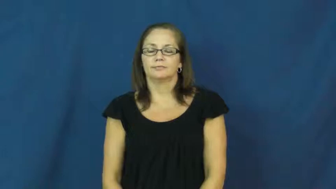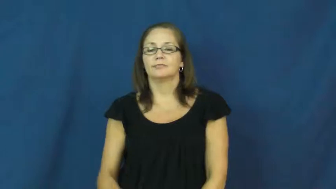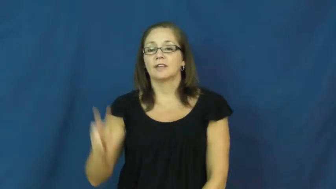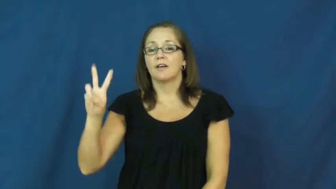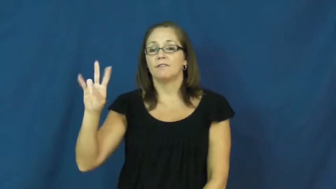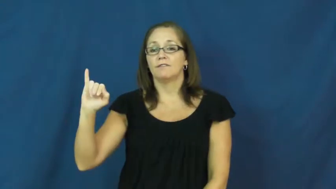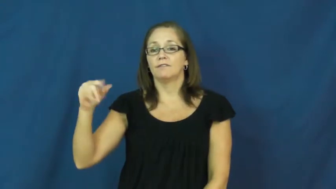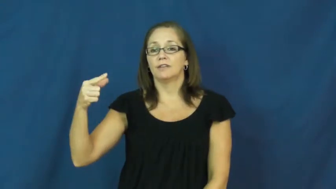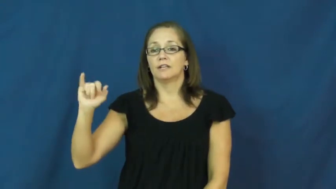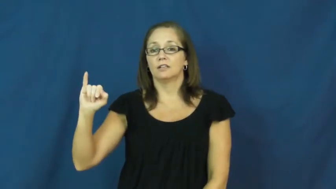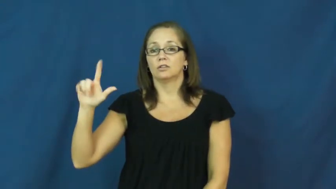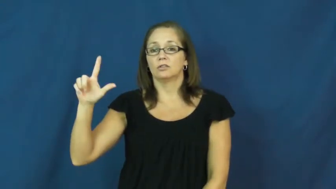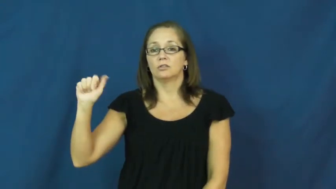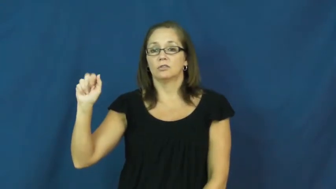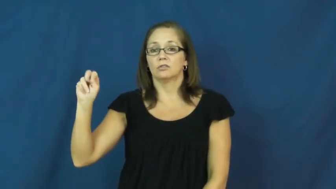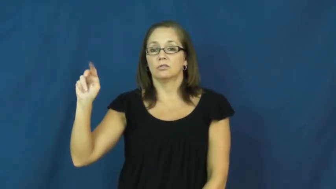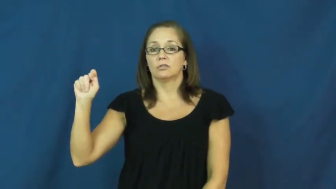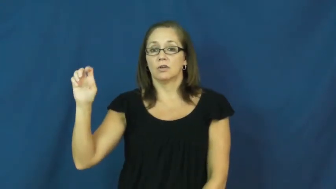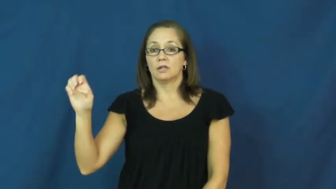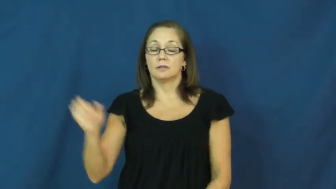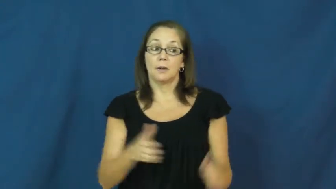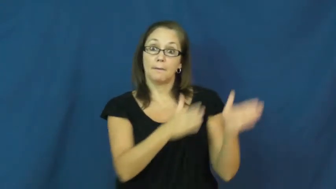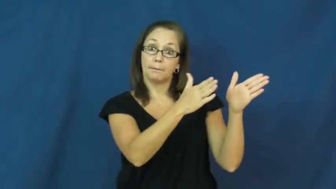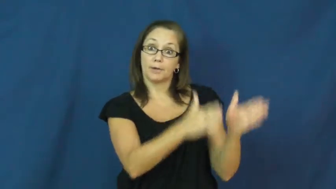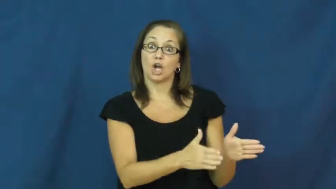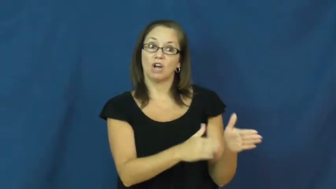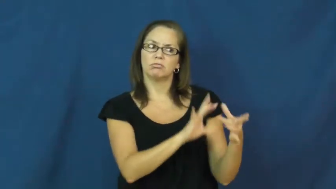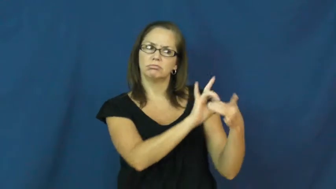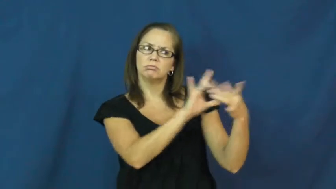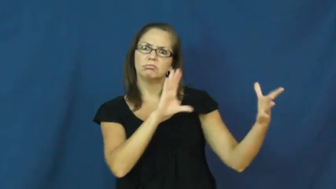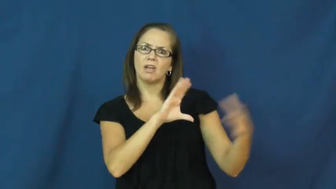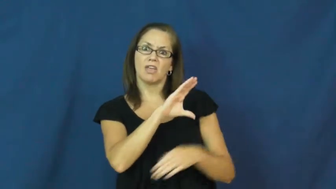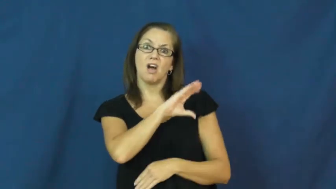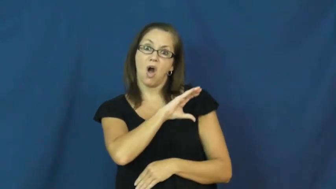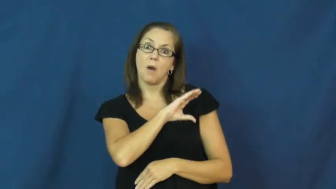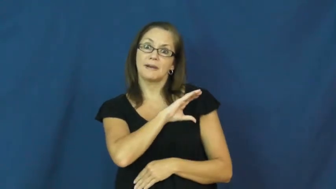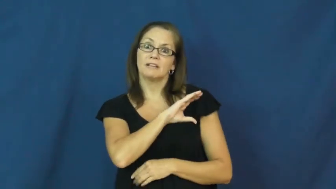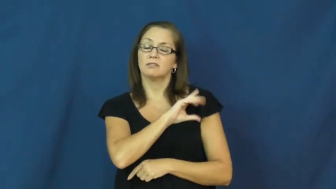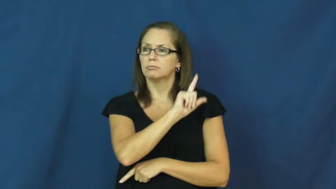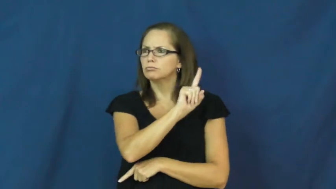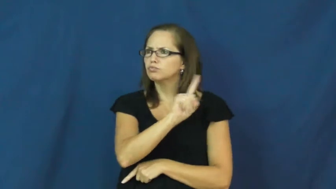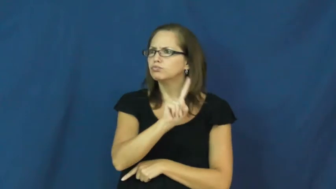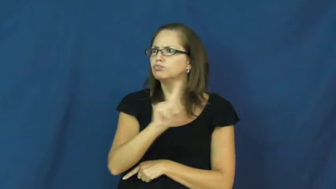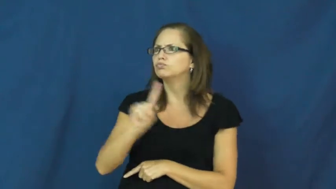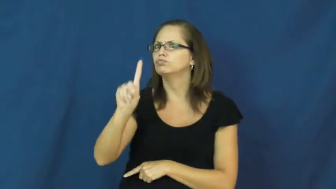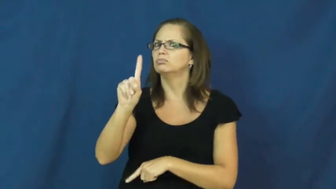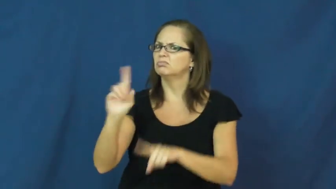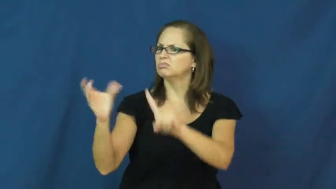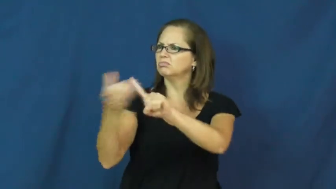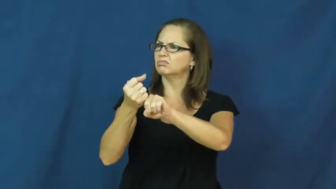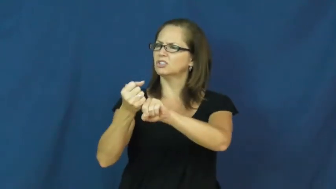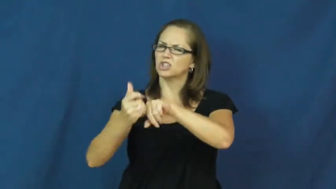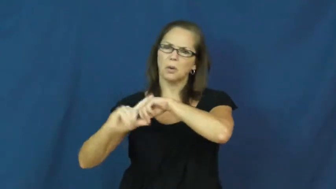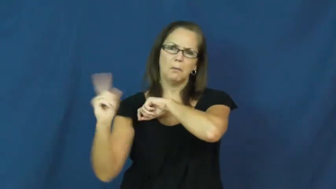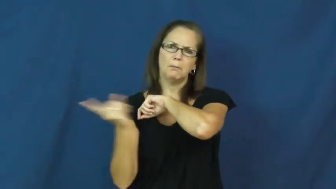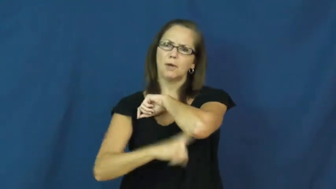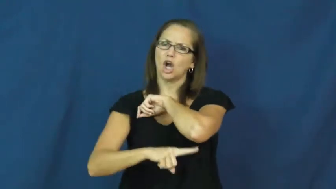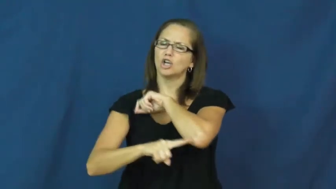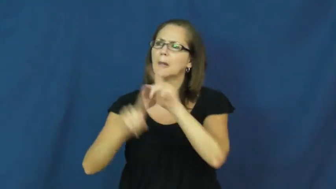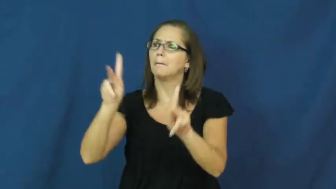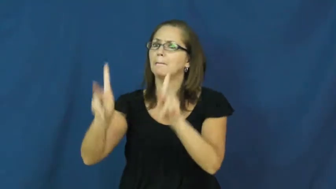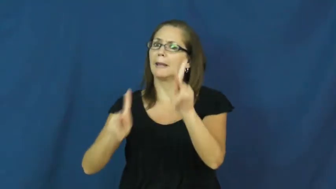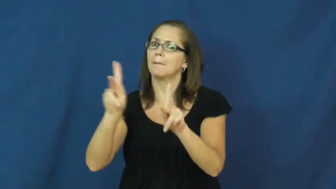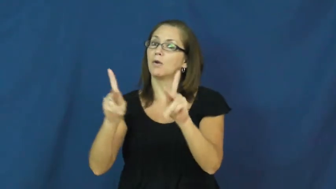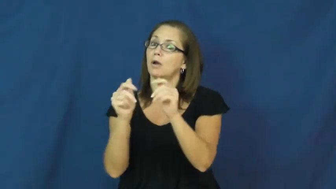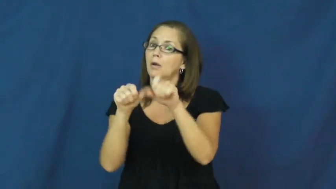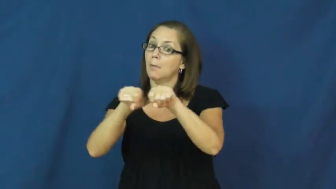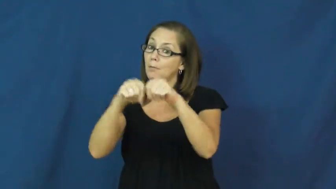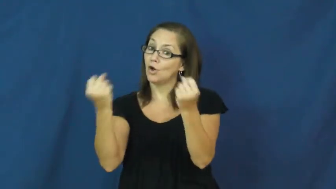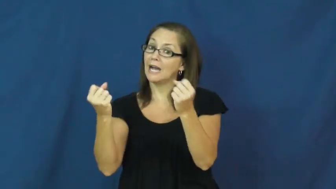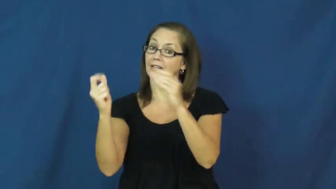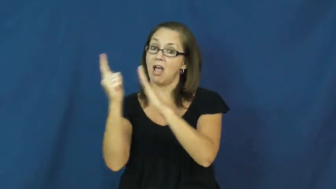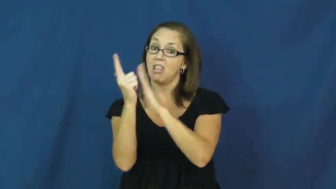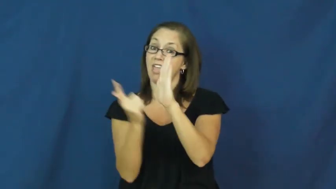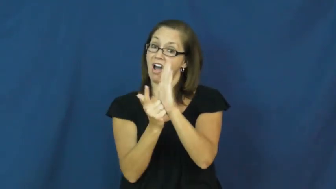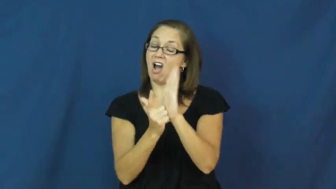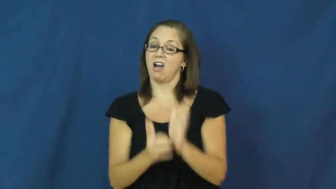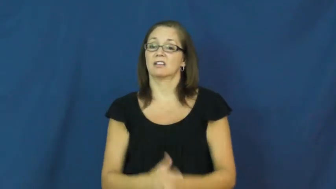vigilante